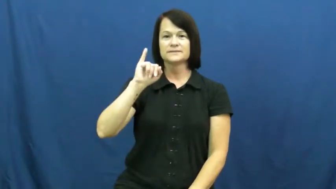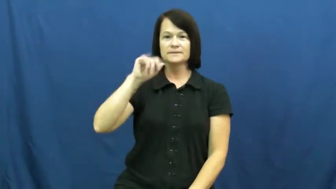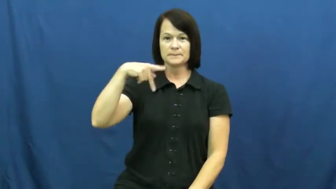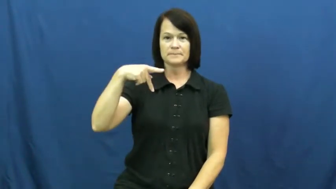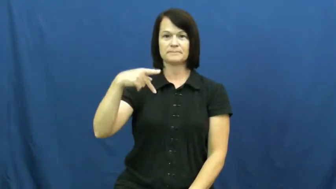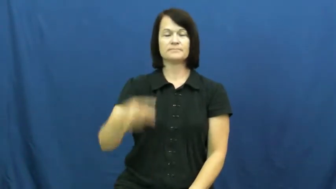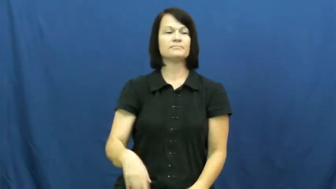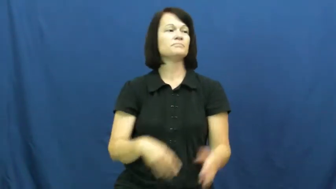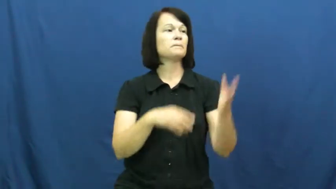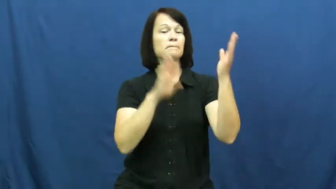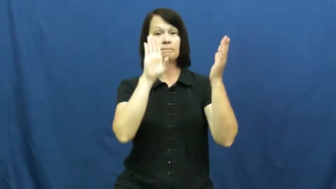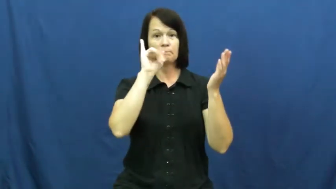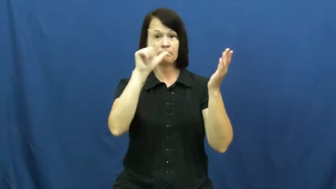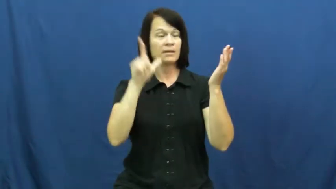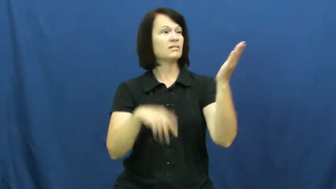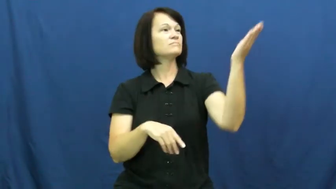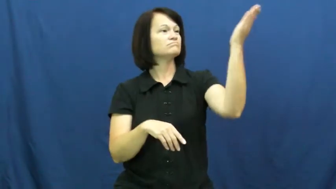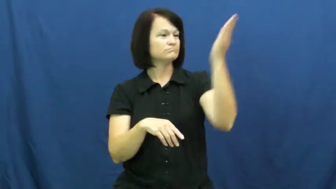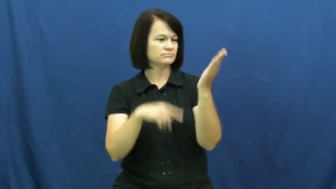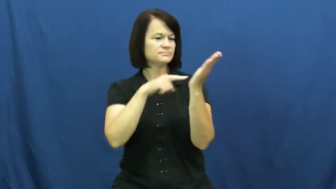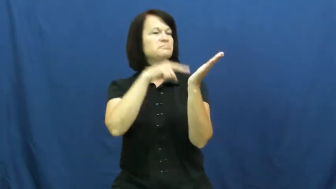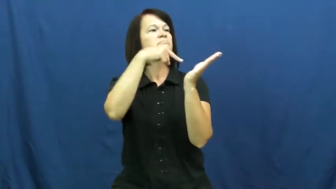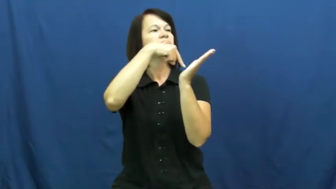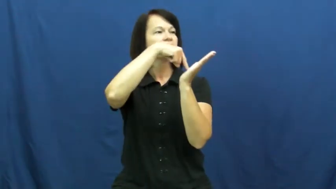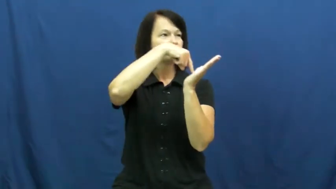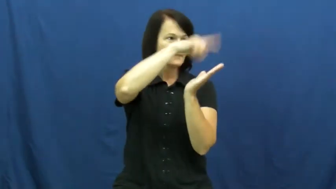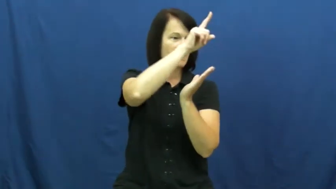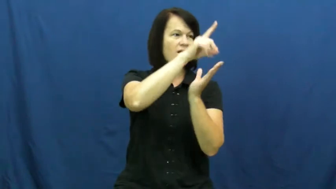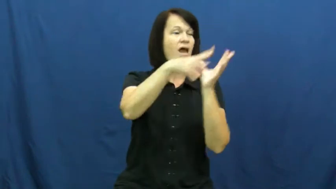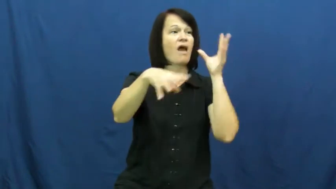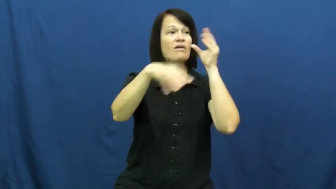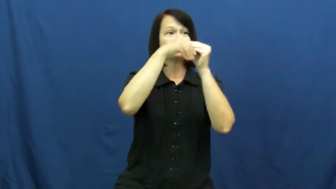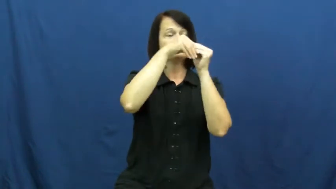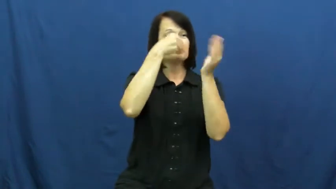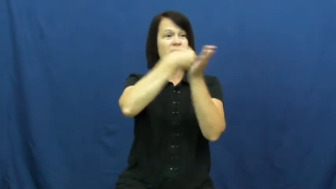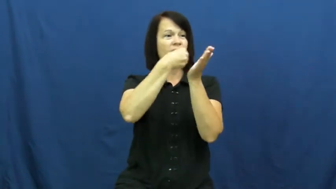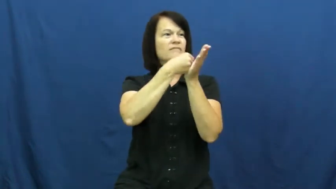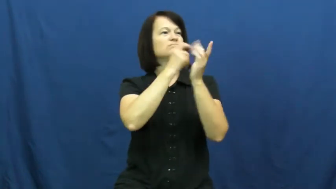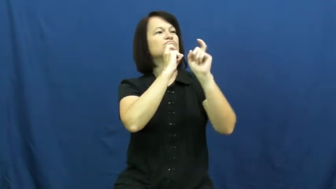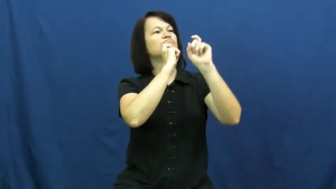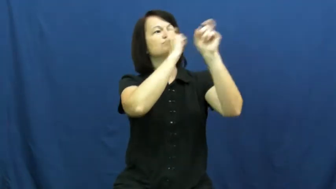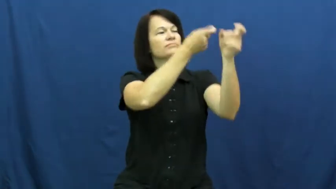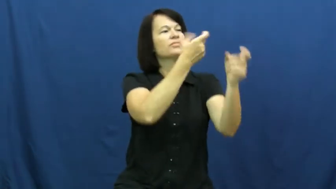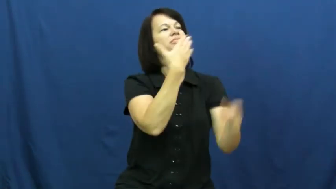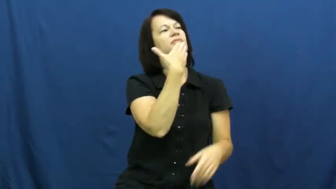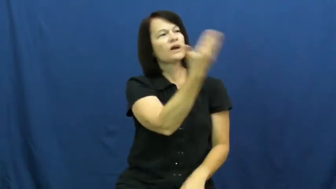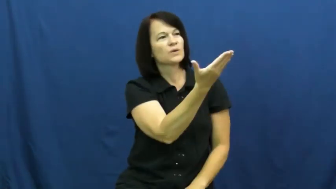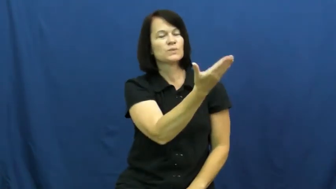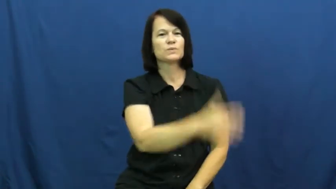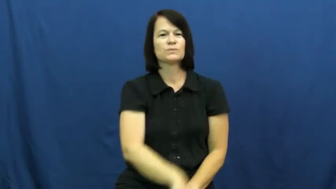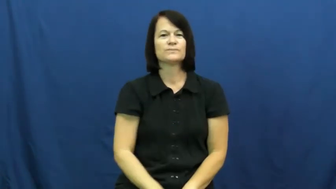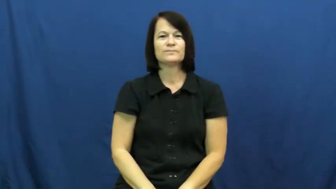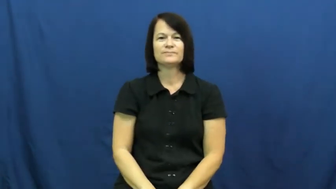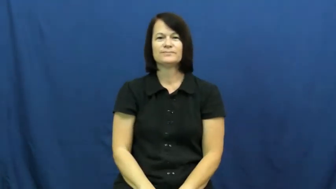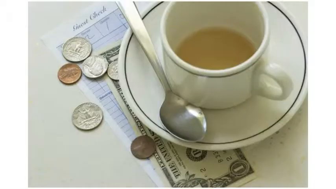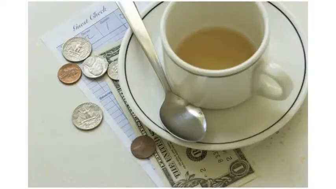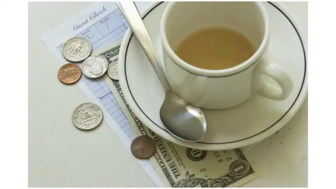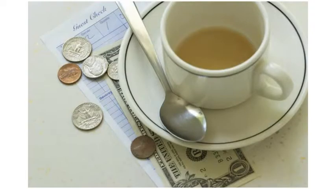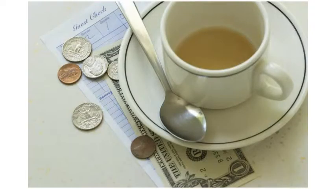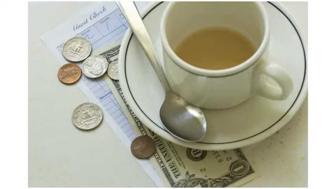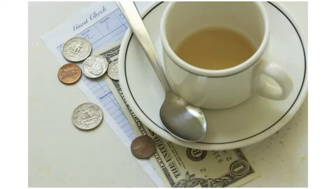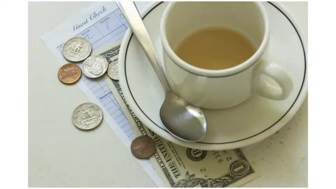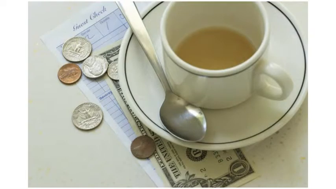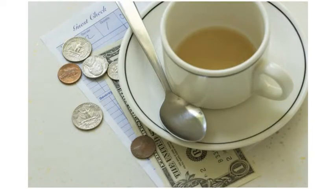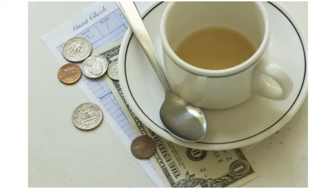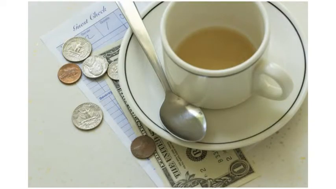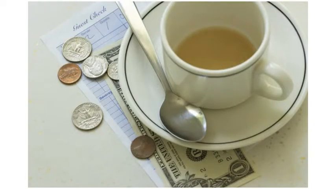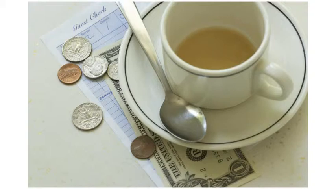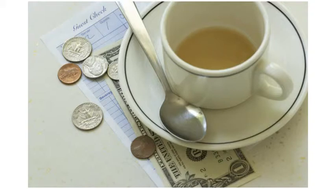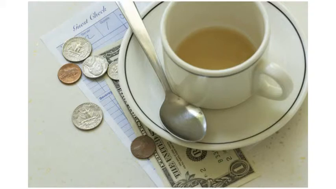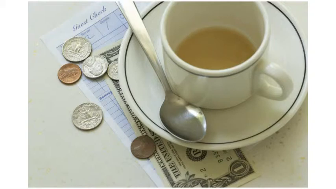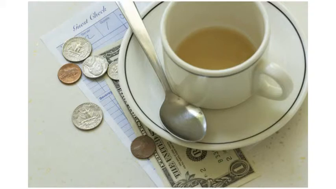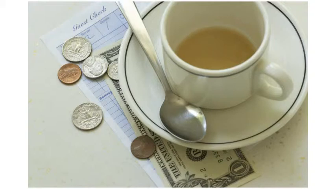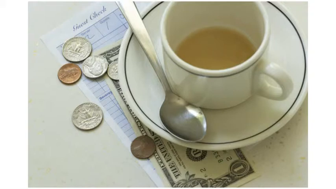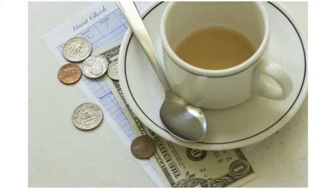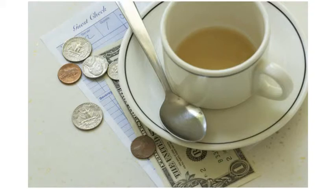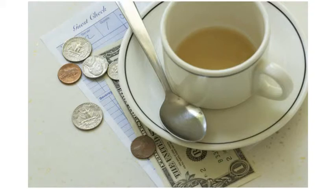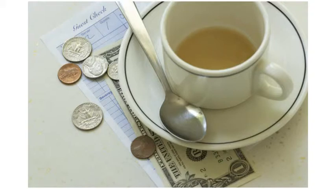tip,gratuity-money